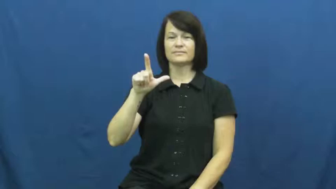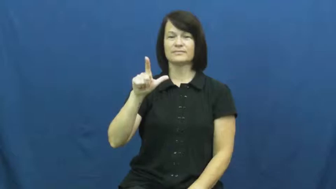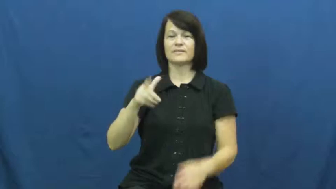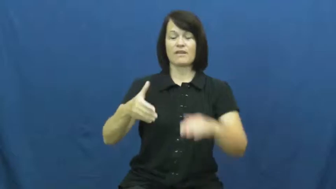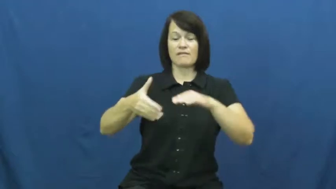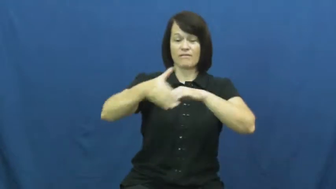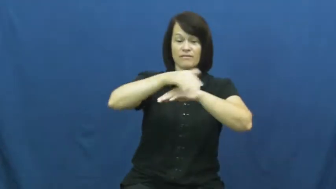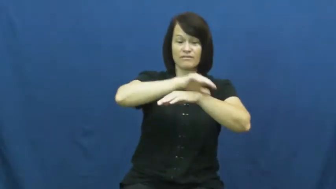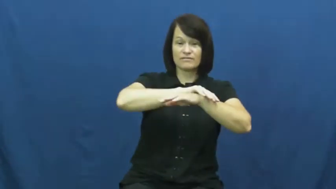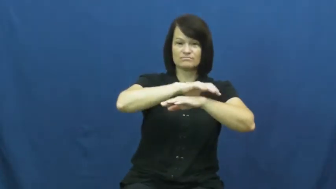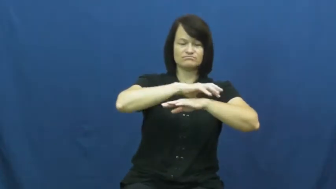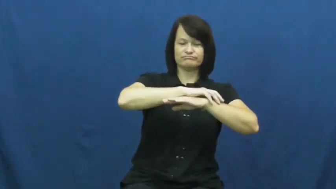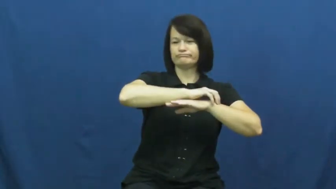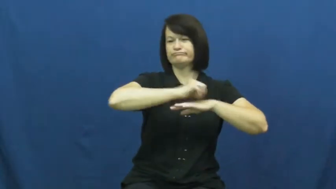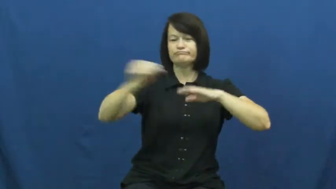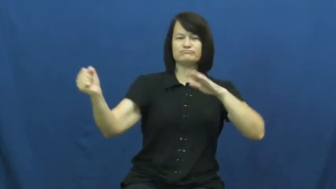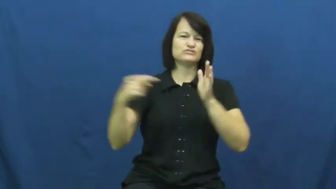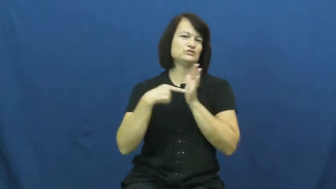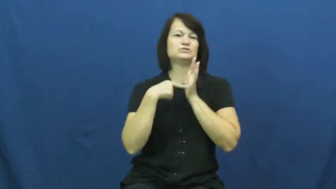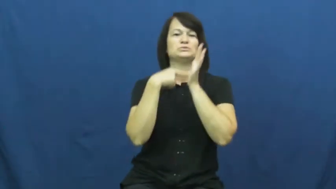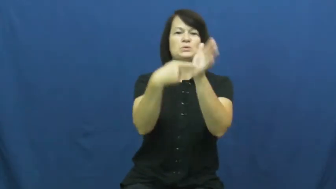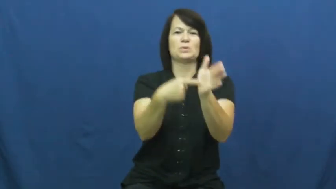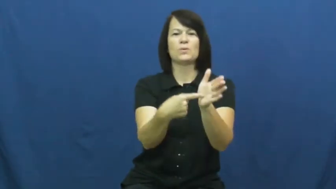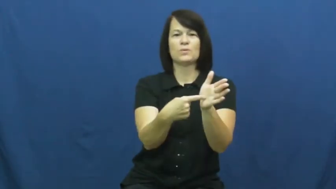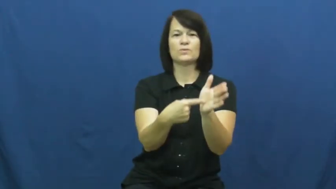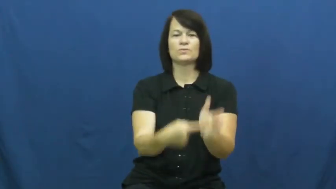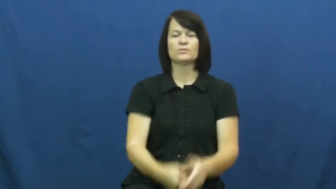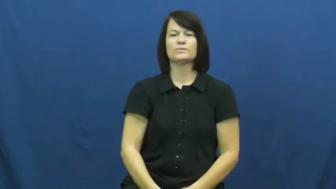uncover,bare,reveal,denude,disclose